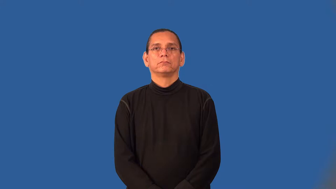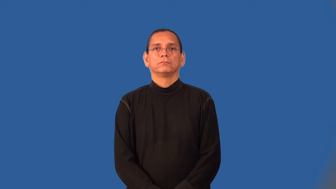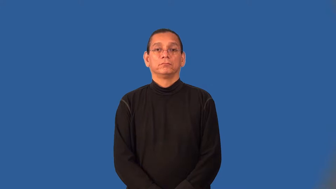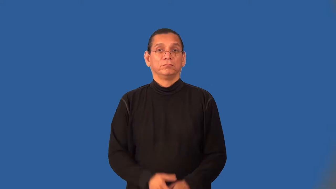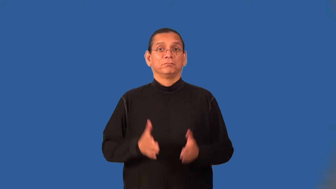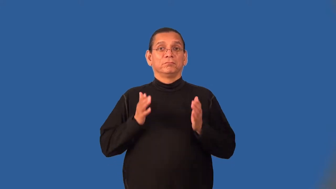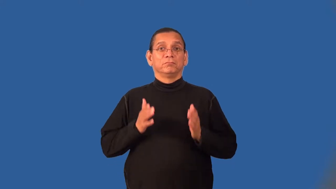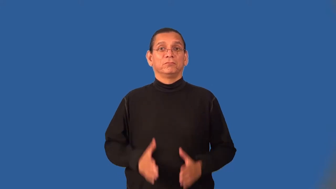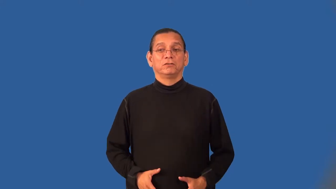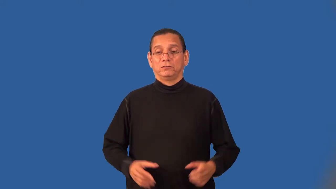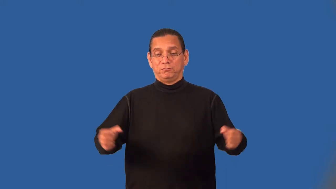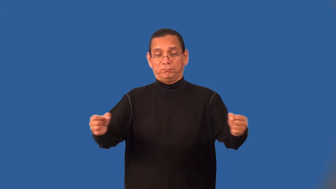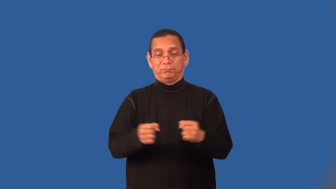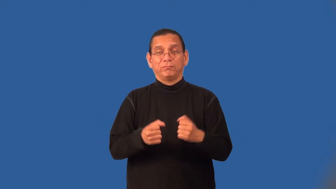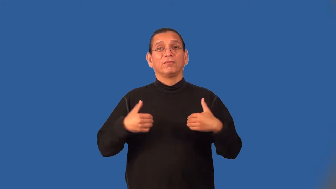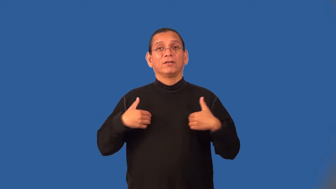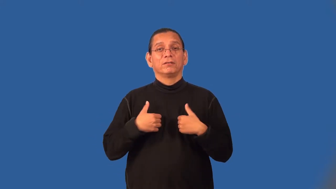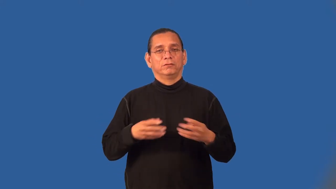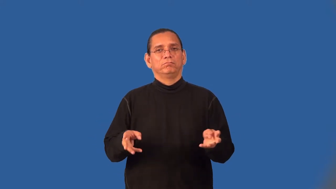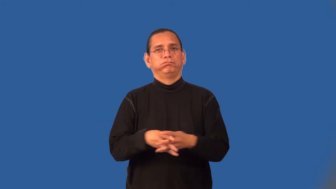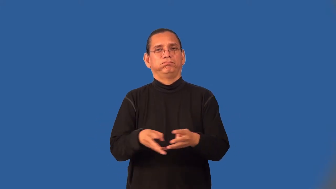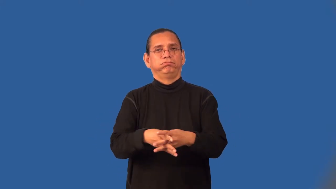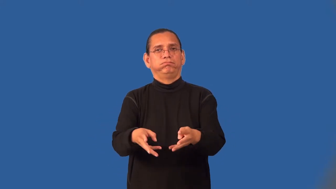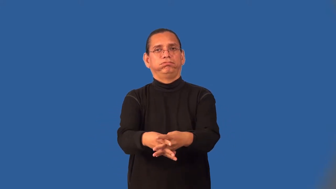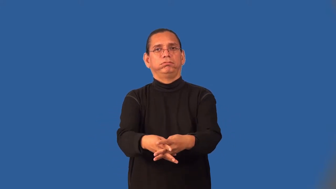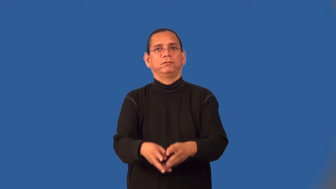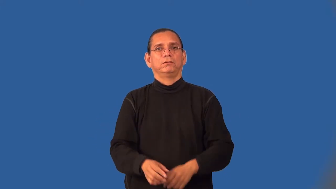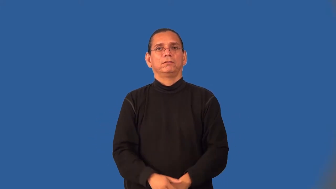breeder